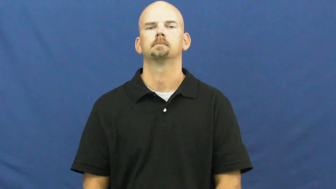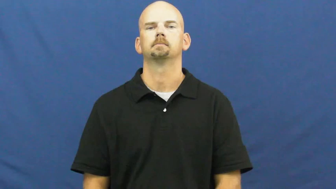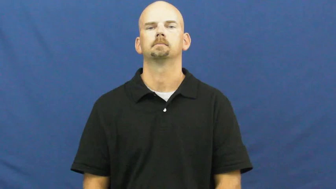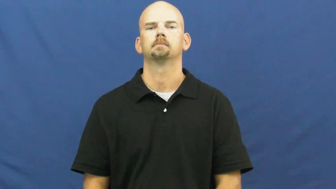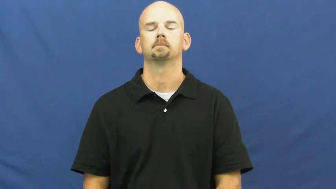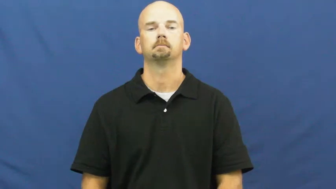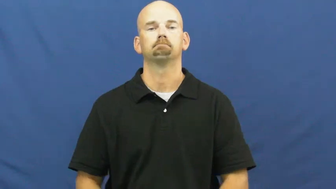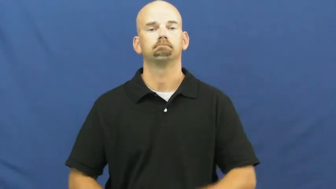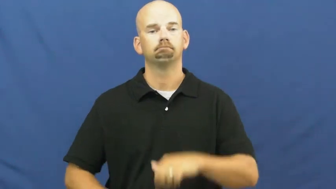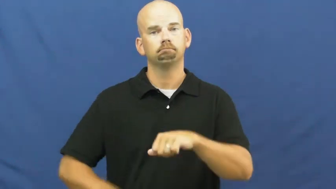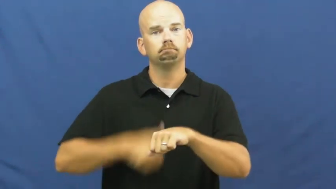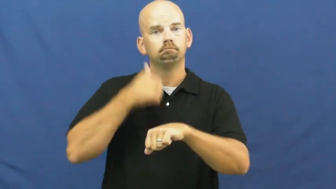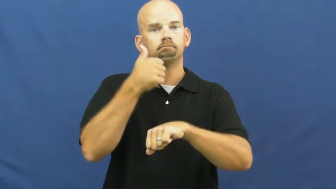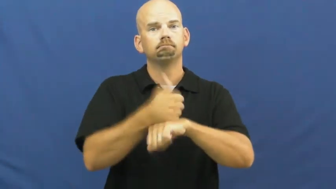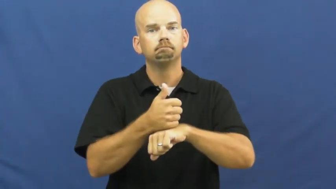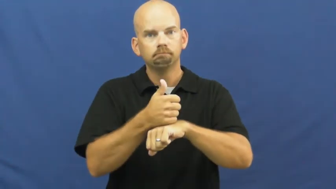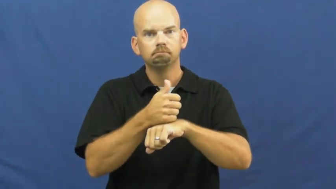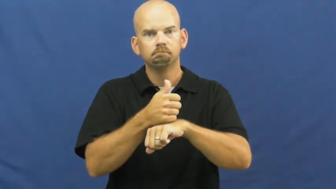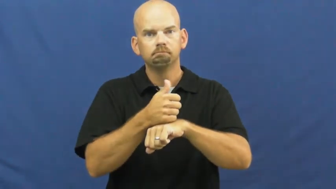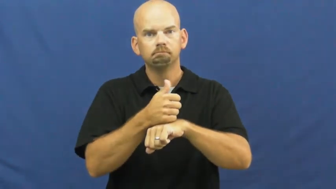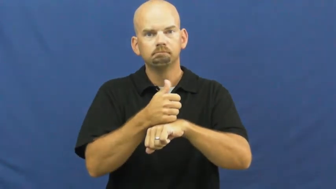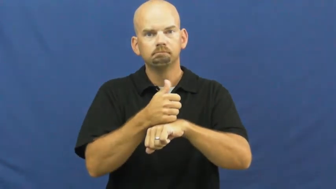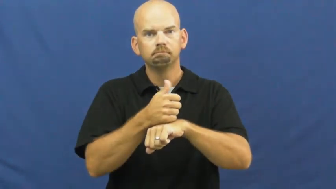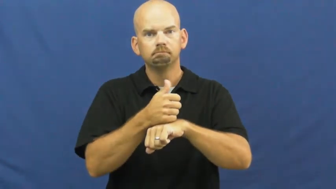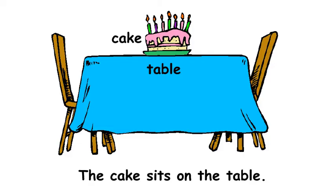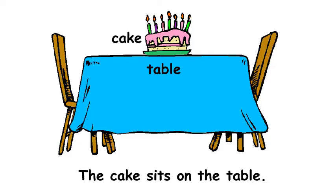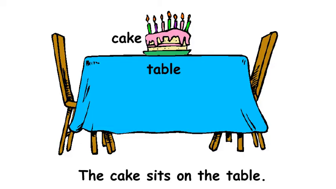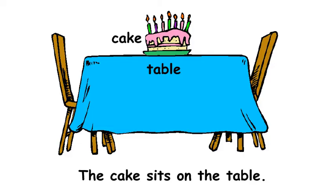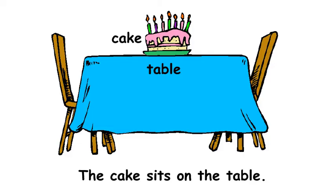sit-positioned